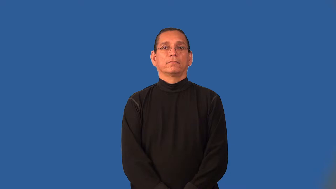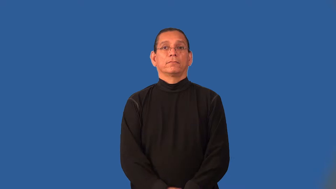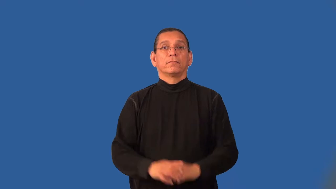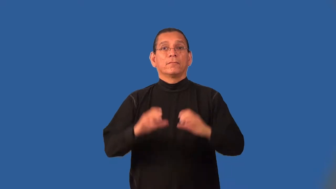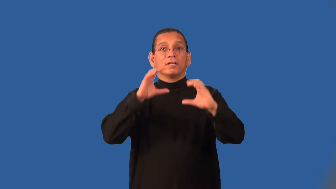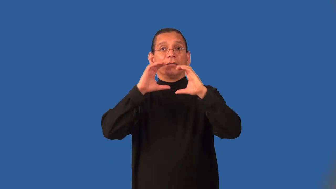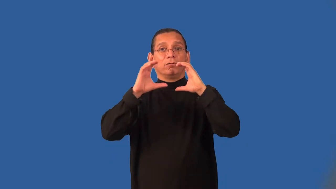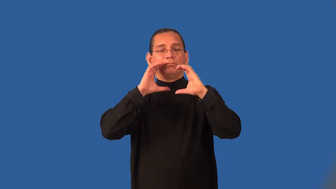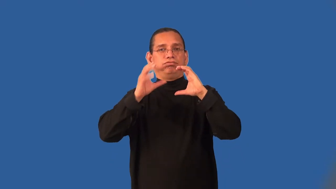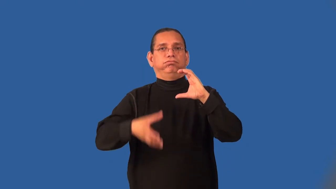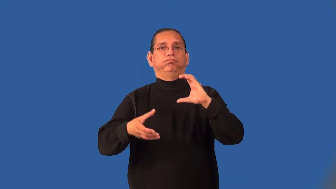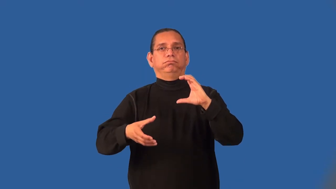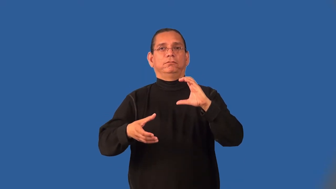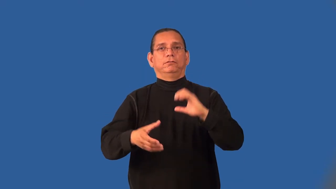incommunicado